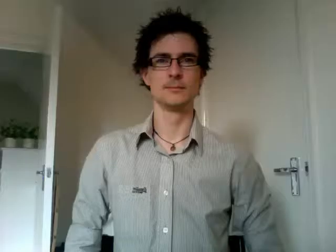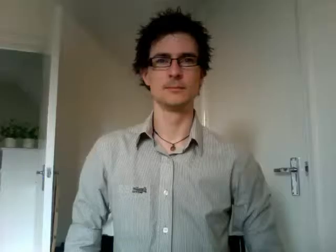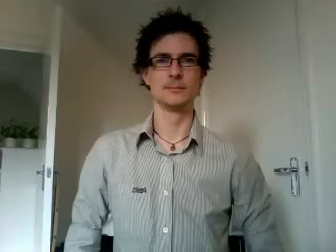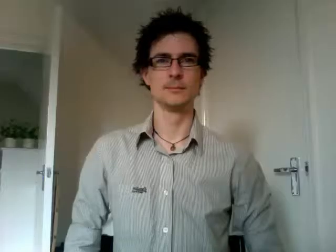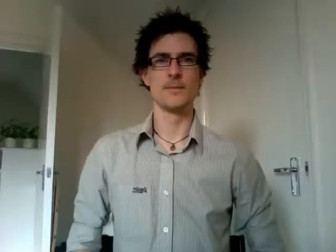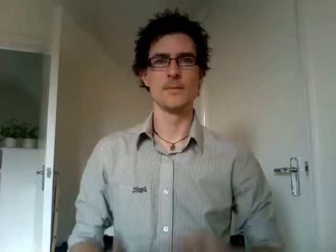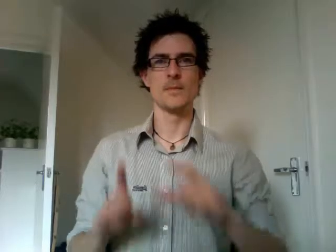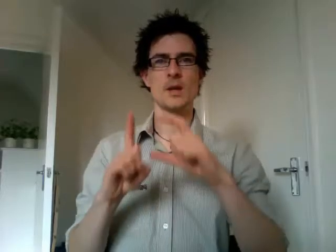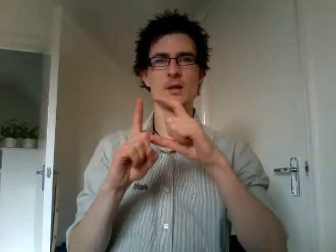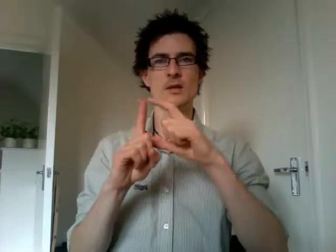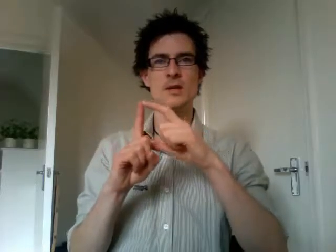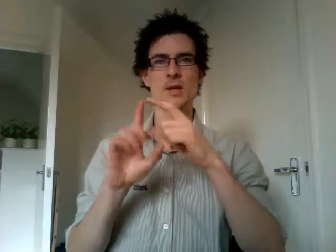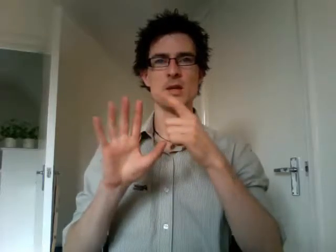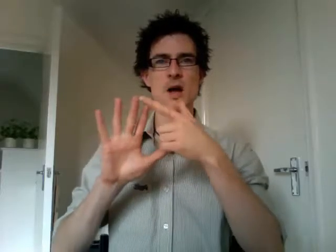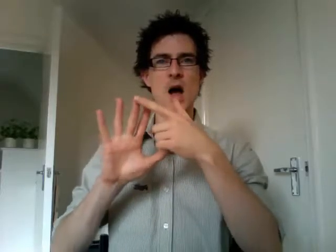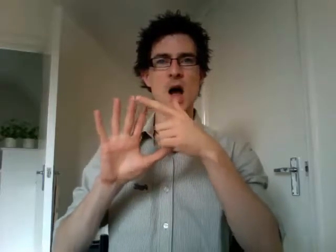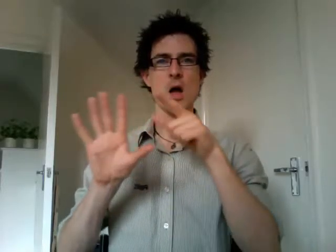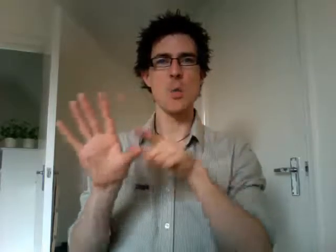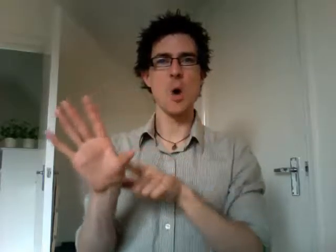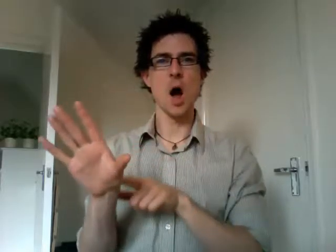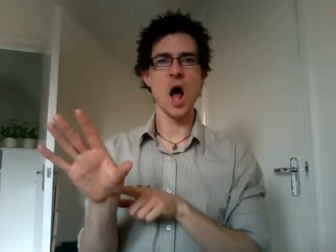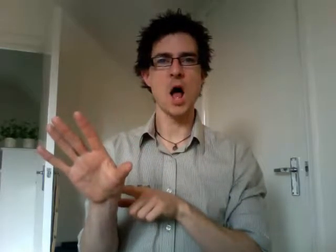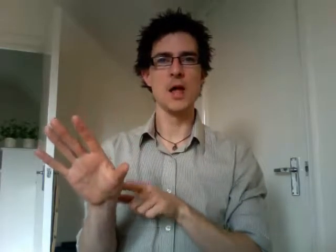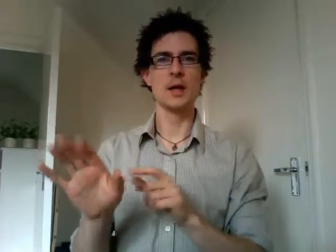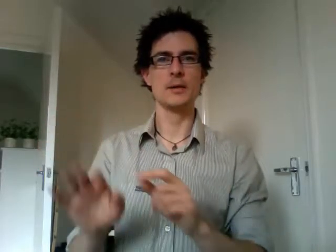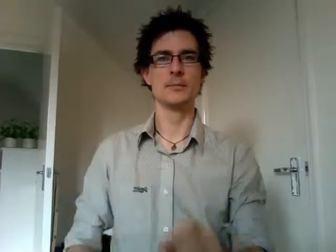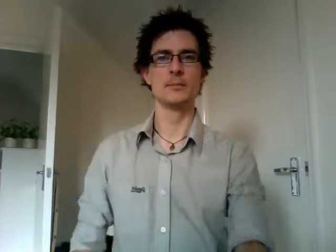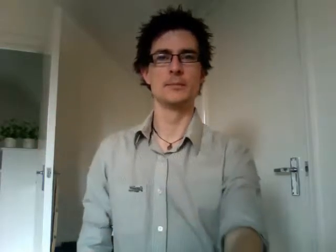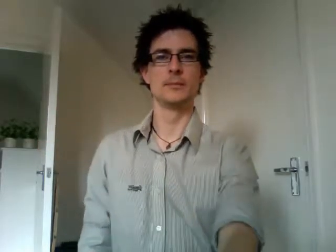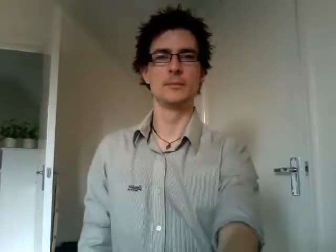DIY